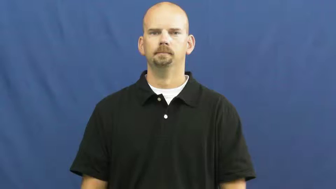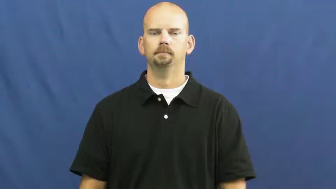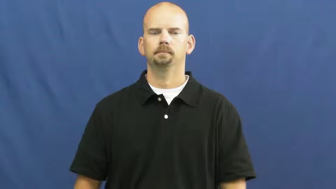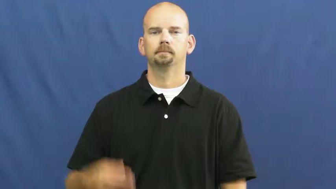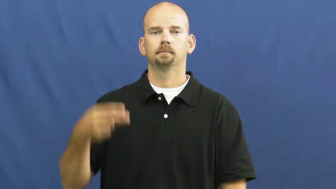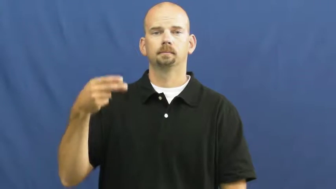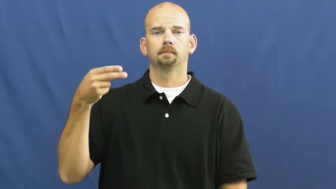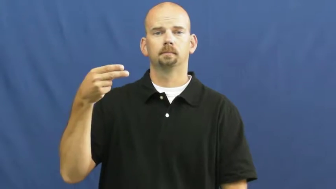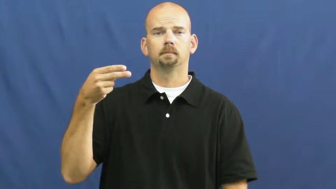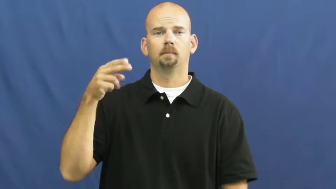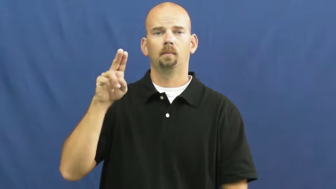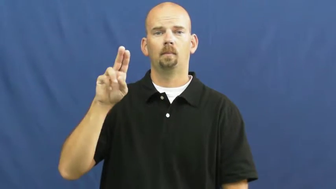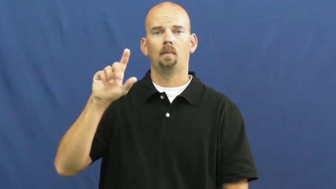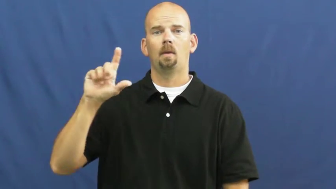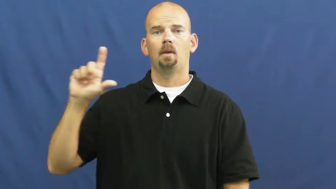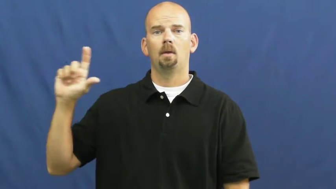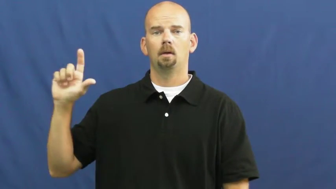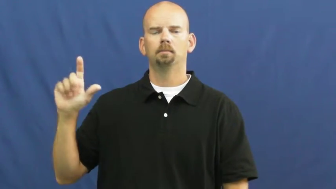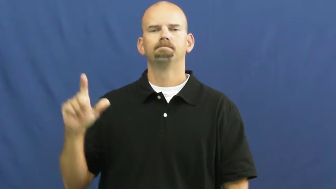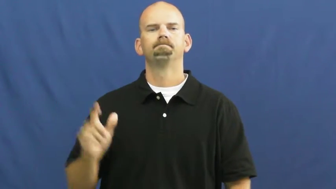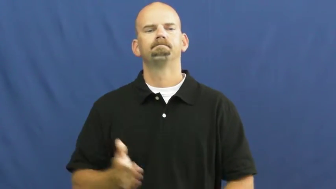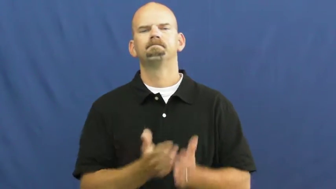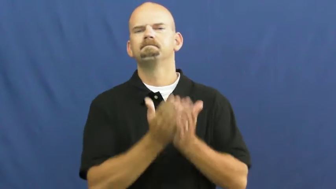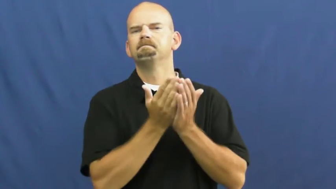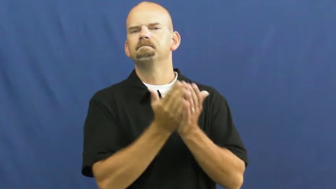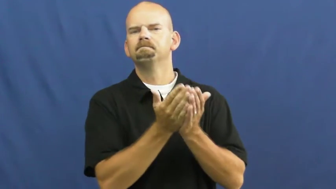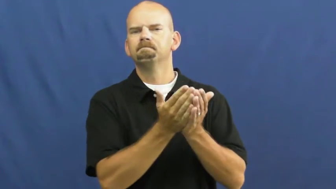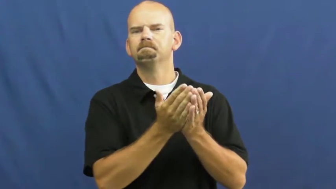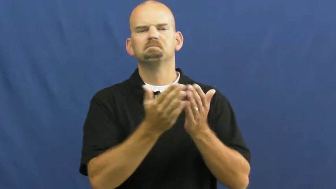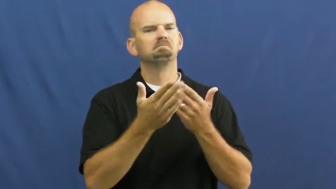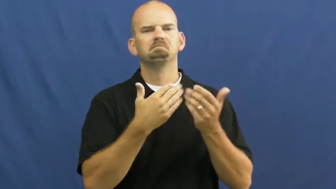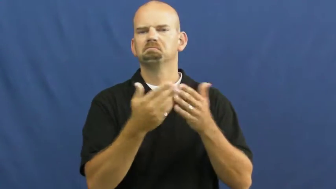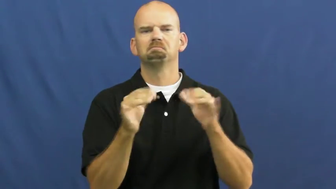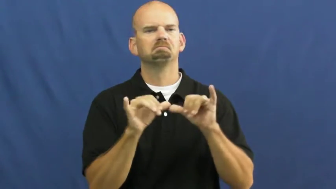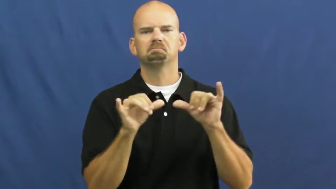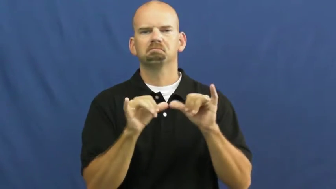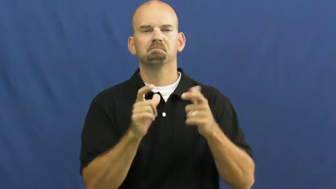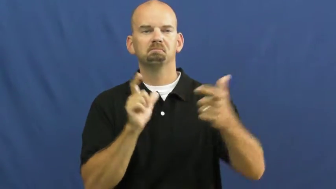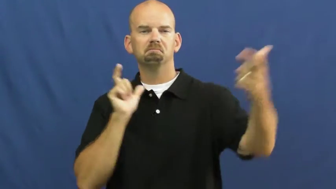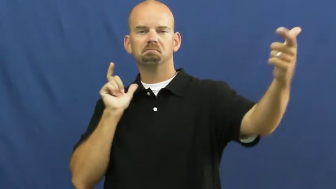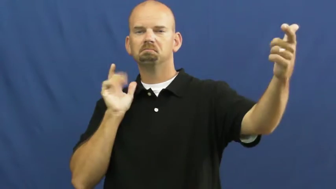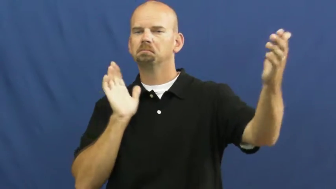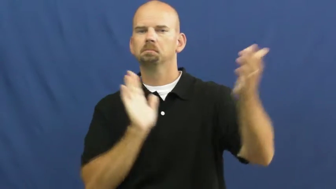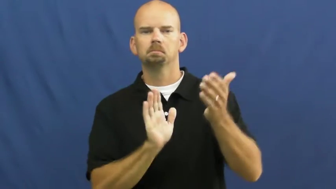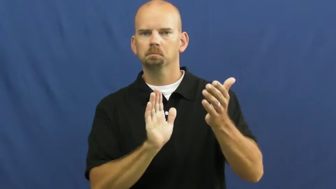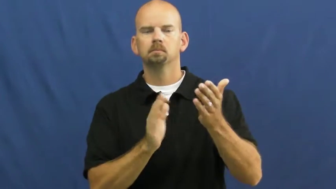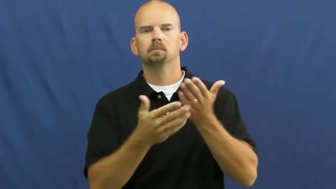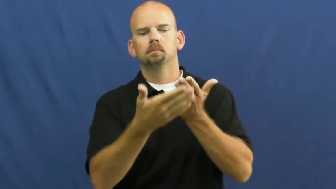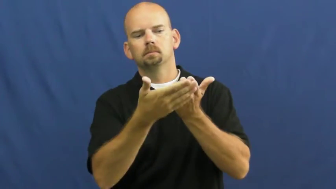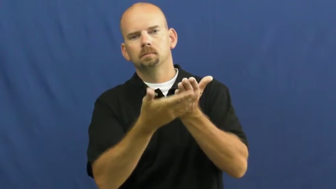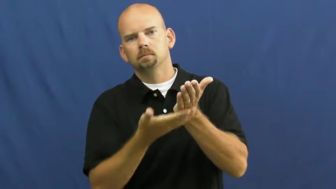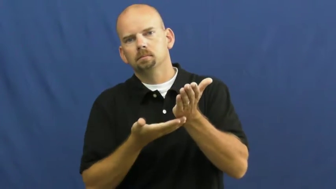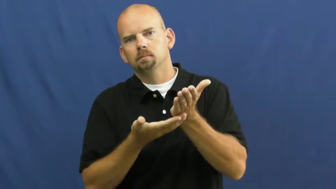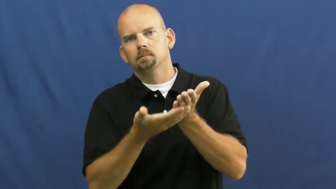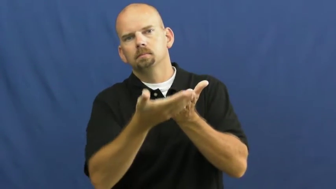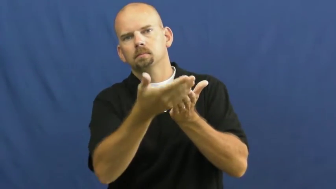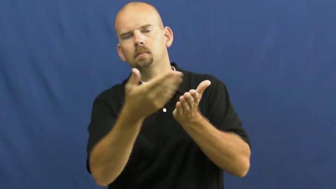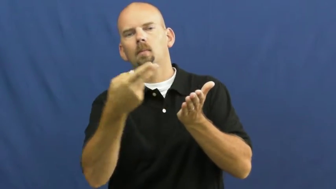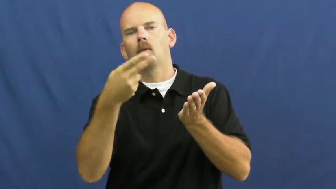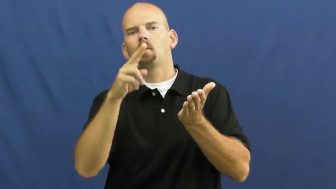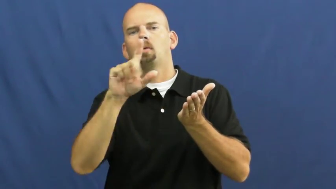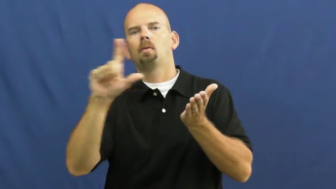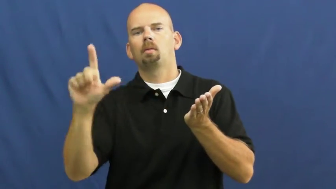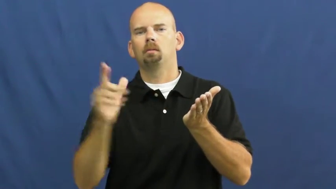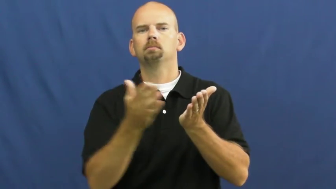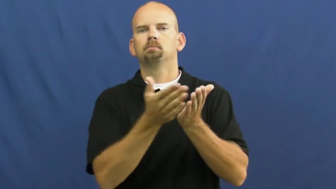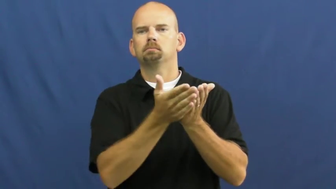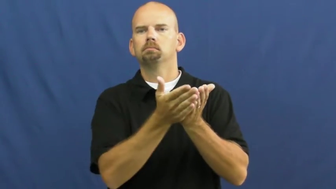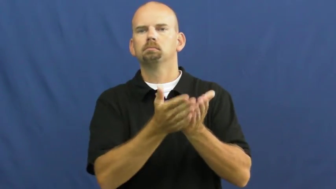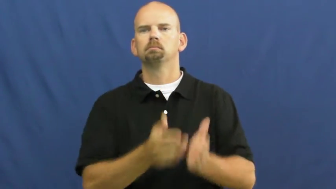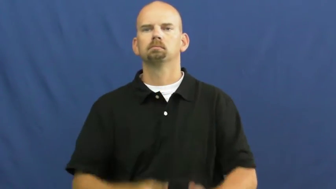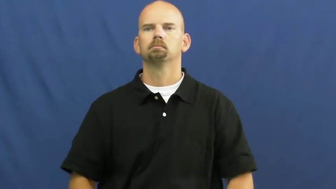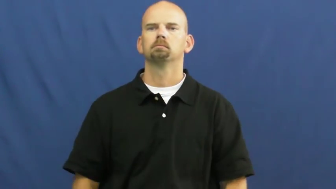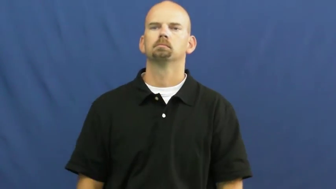hull